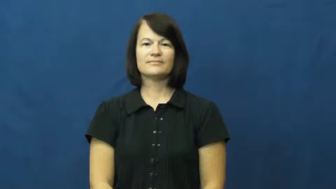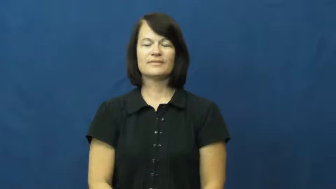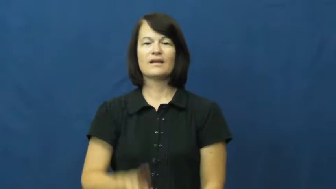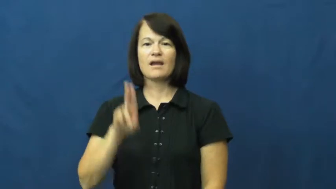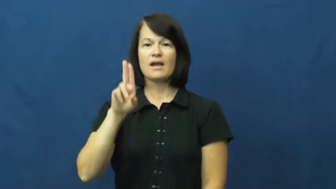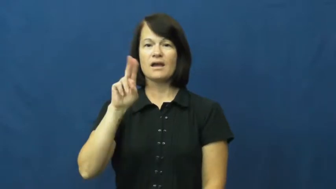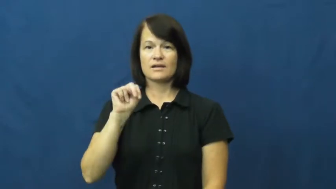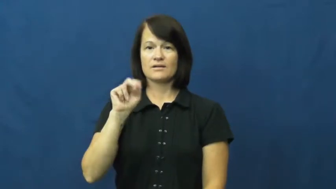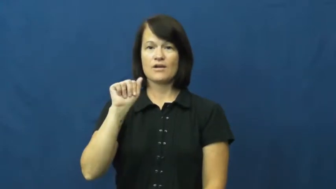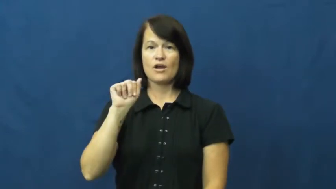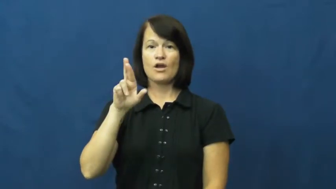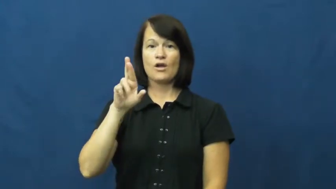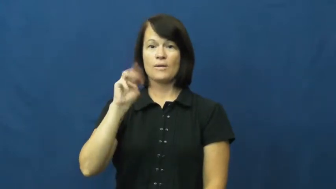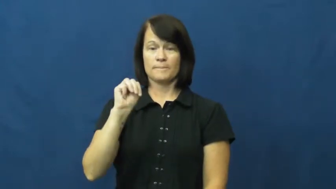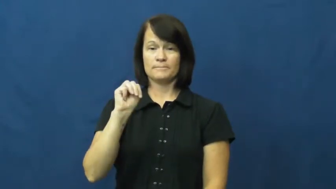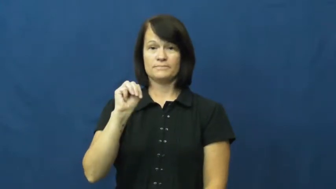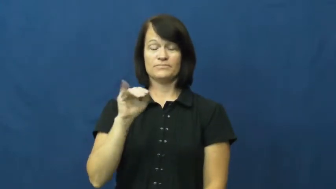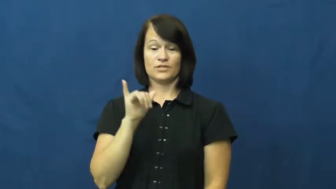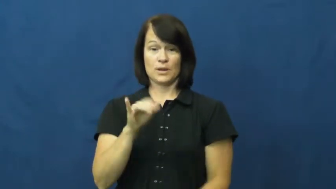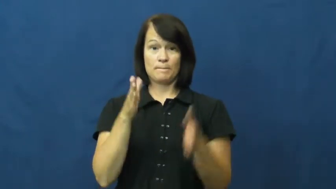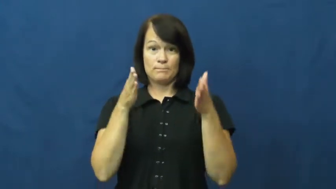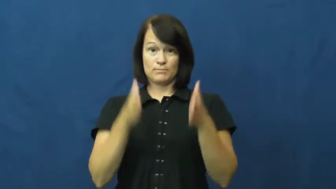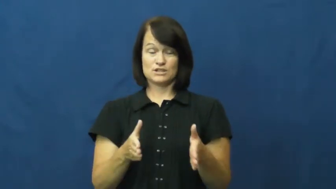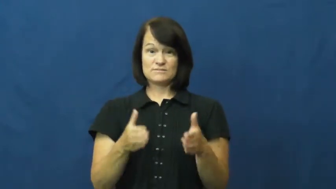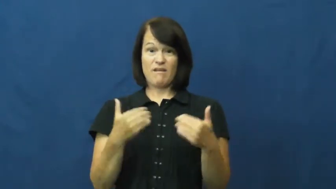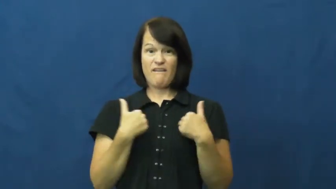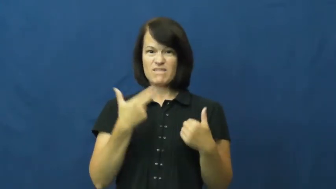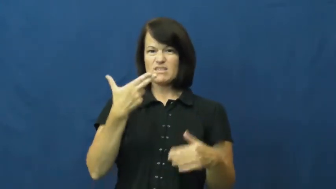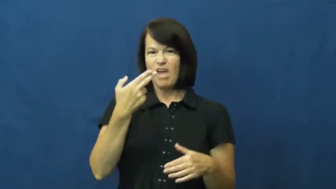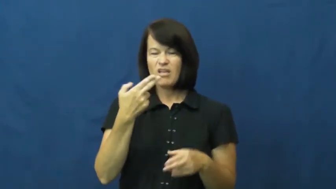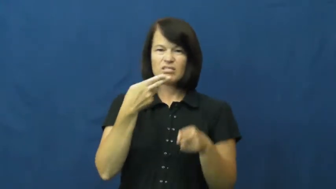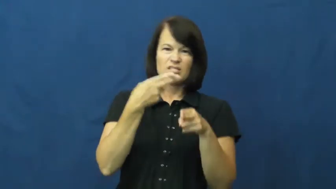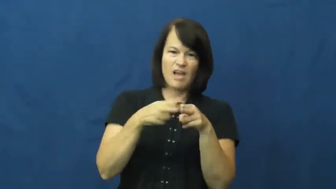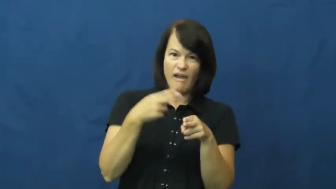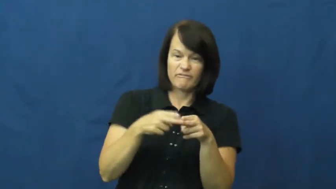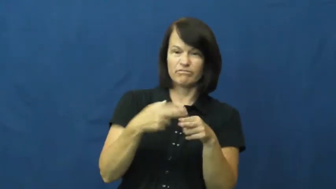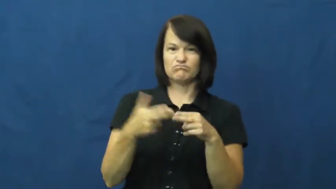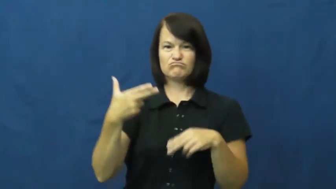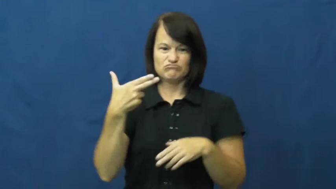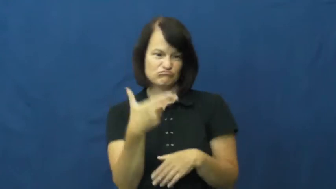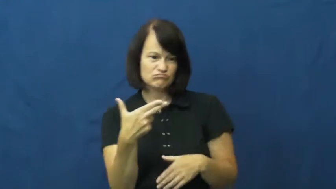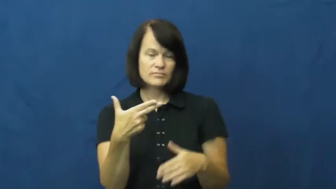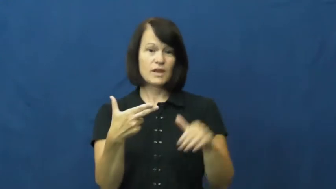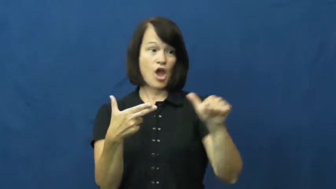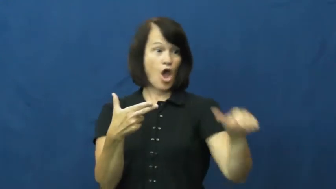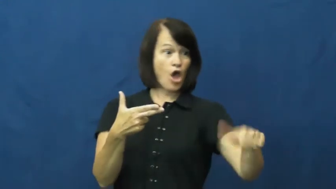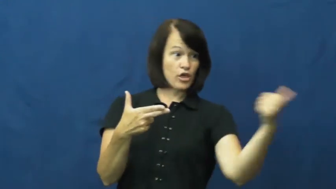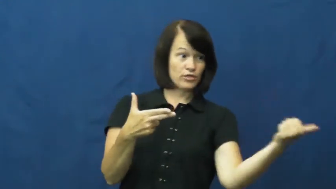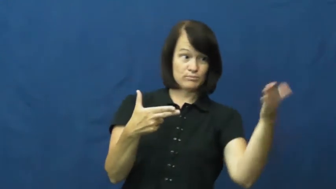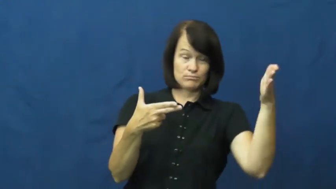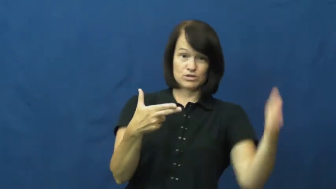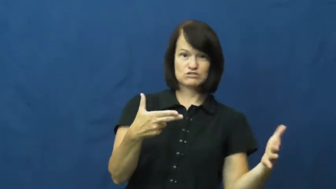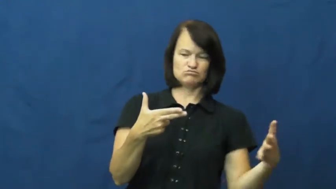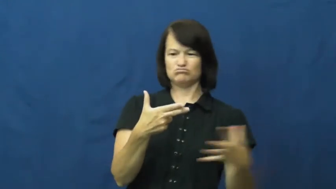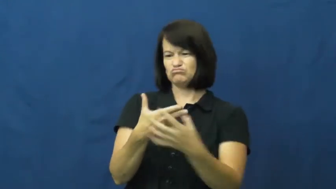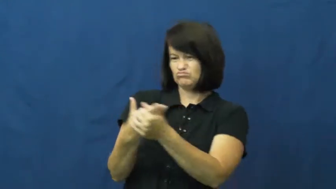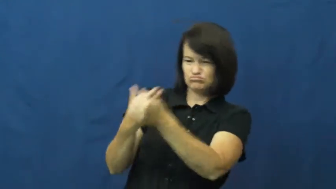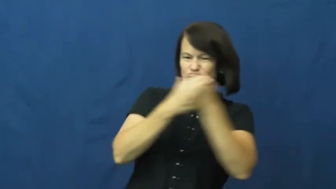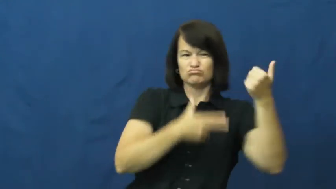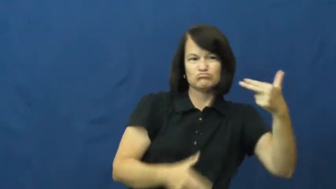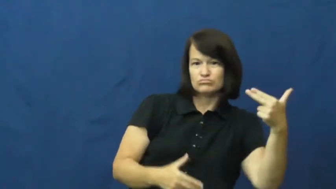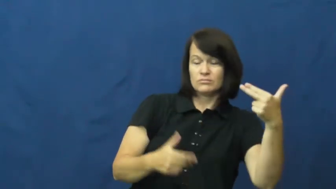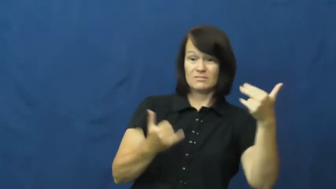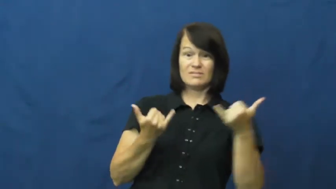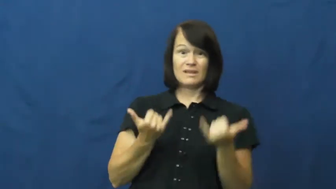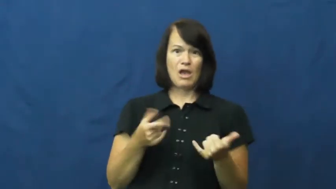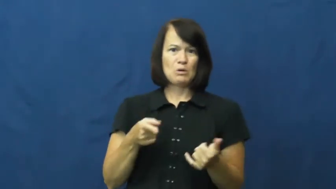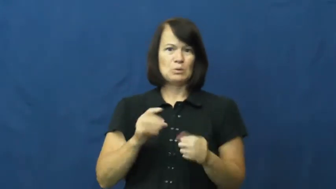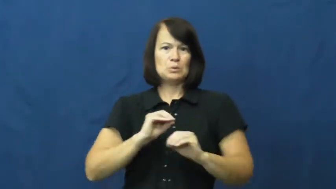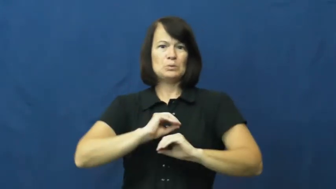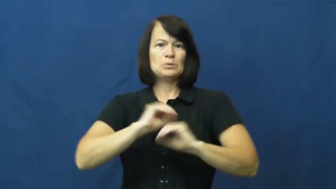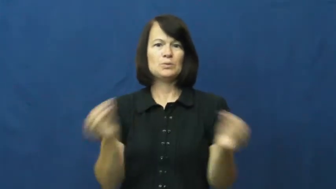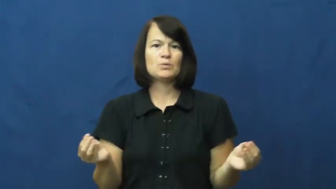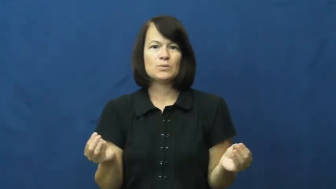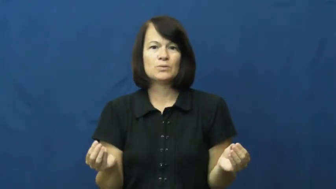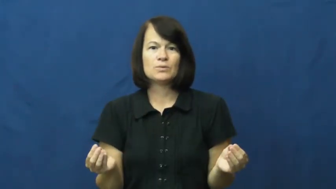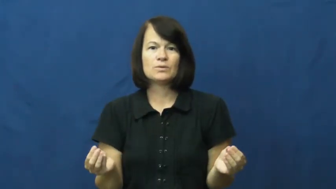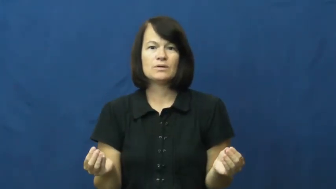unarm